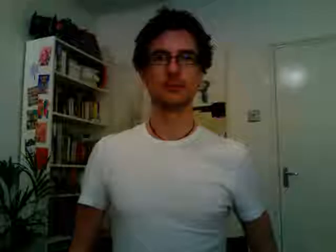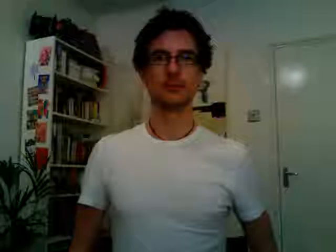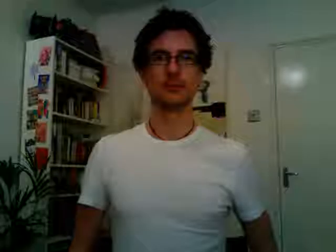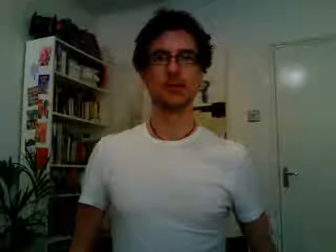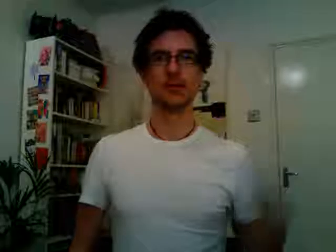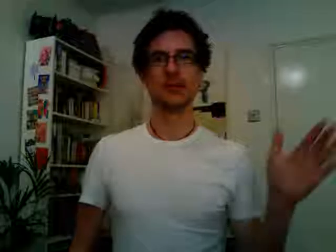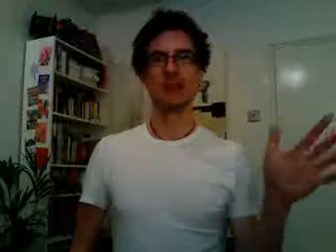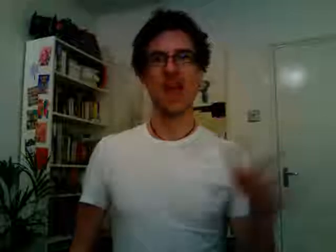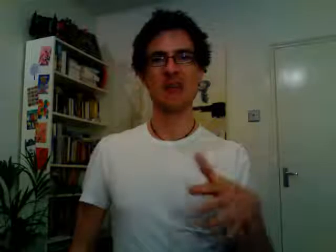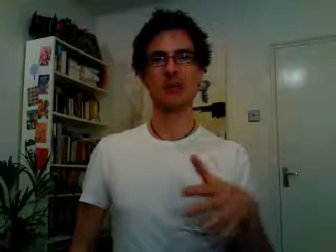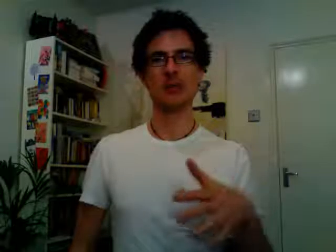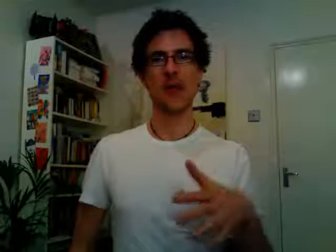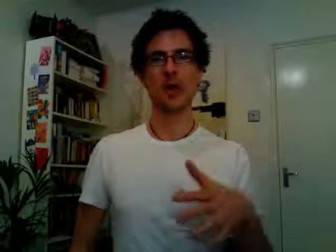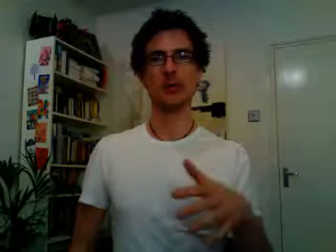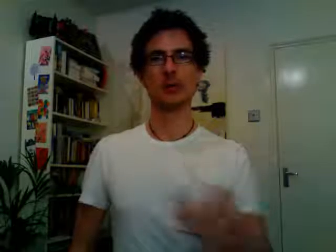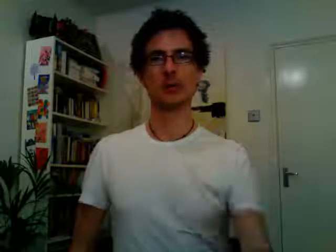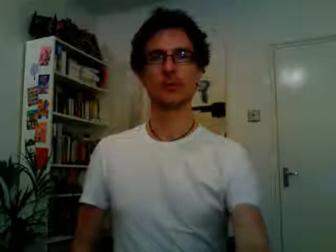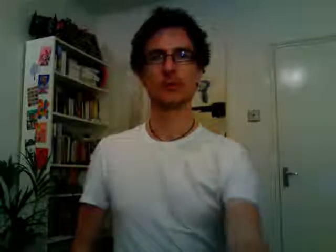tesco